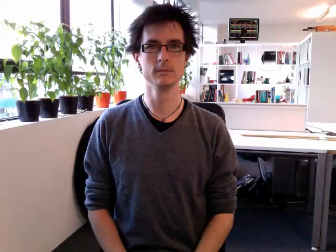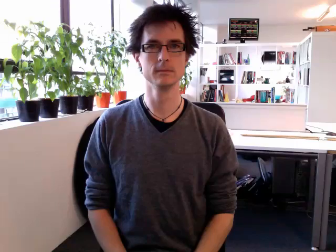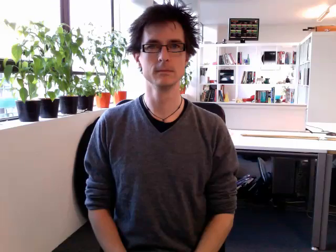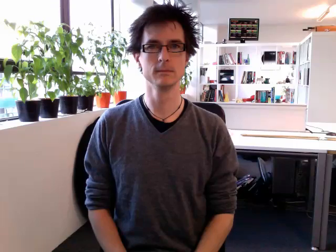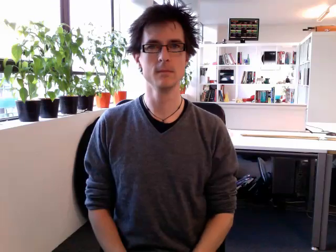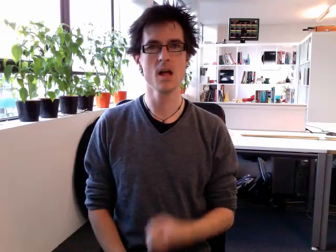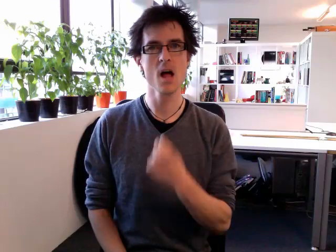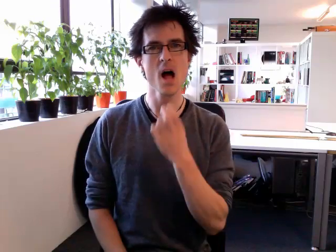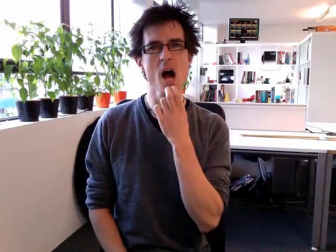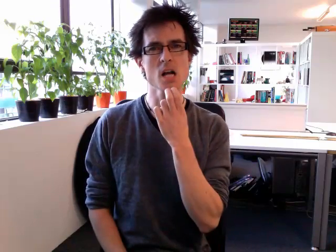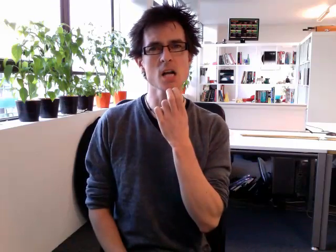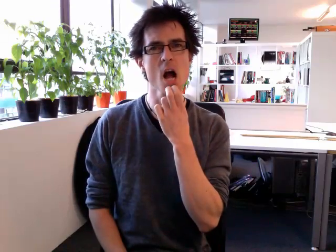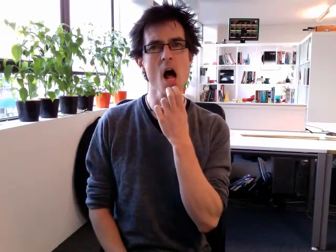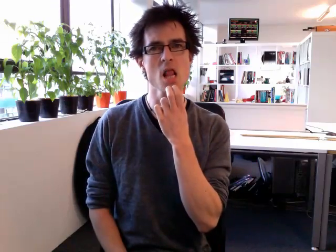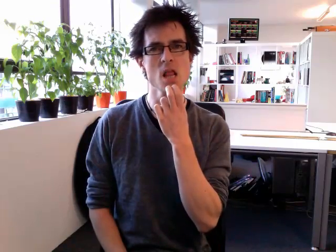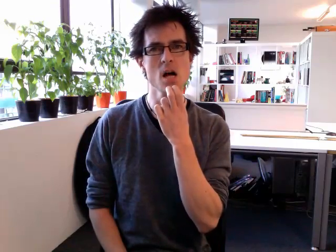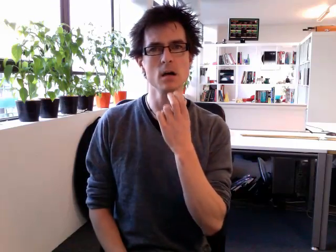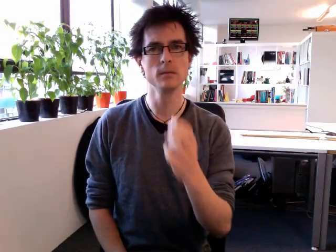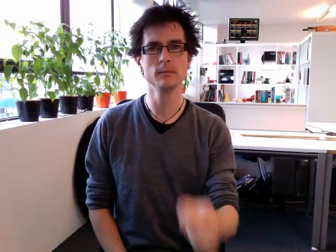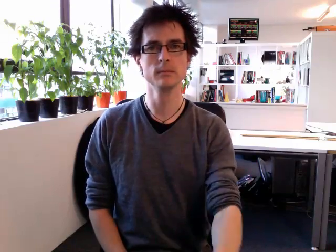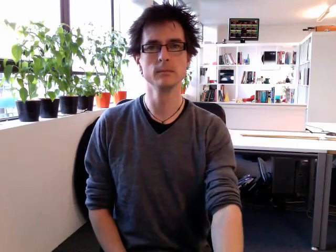uncle